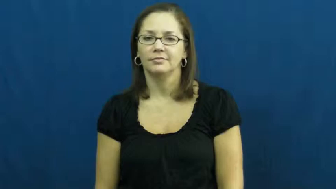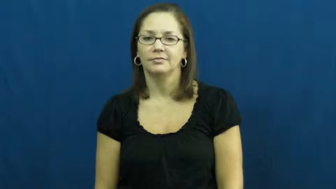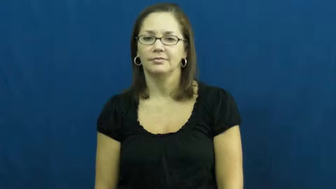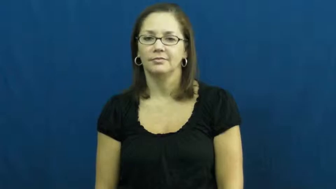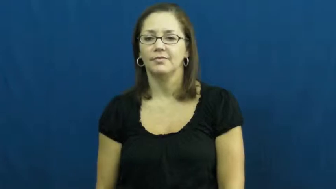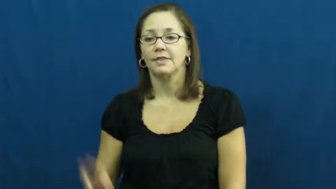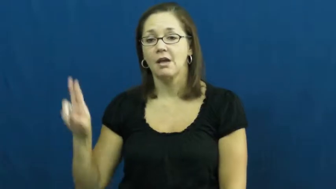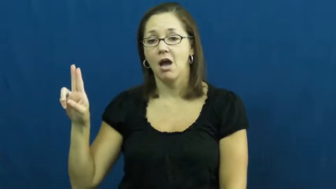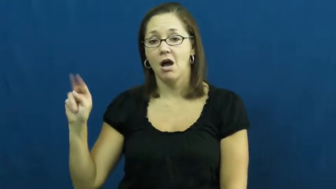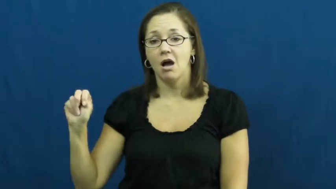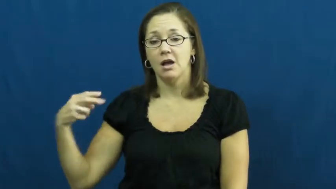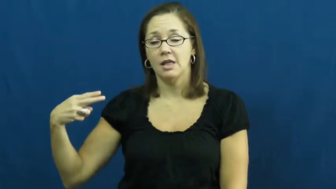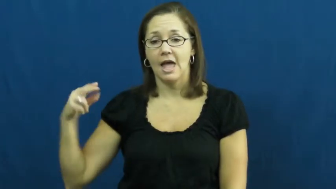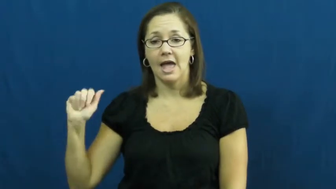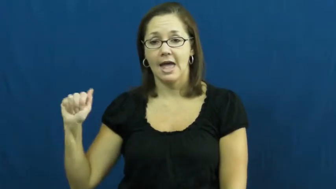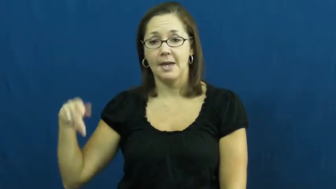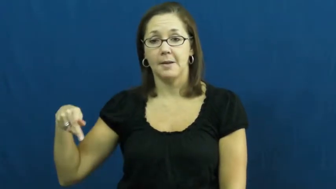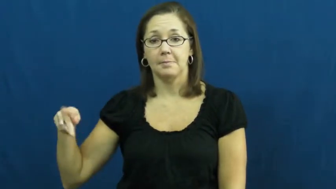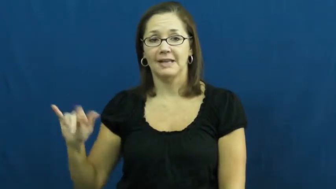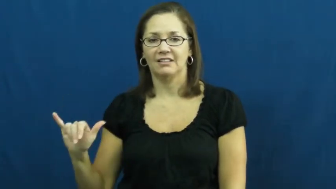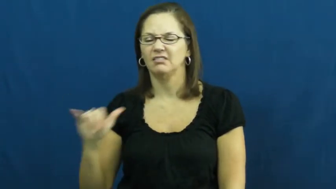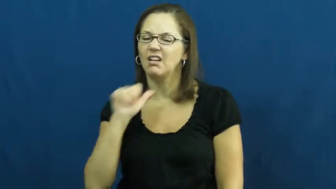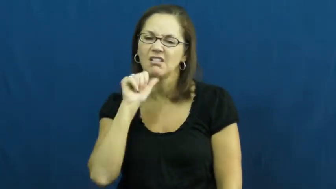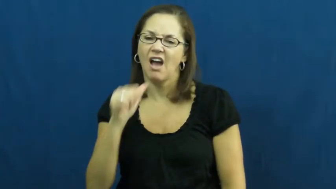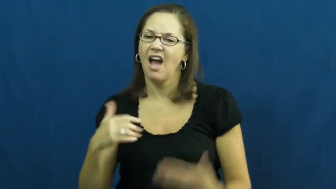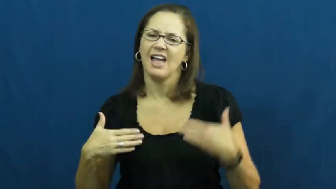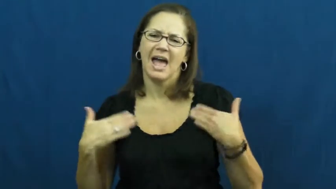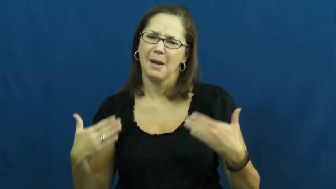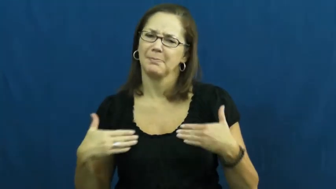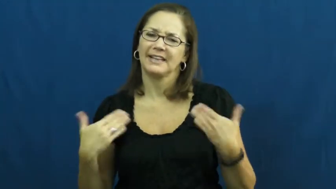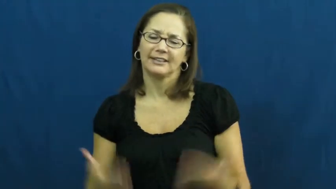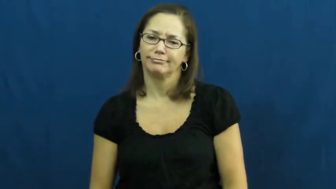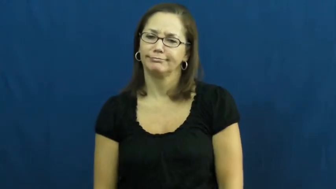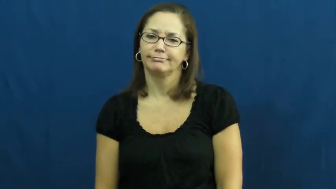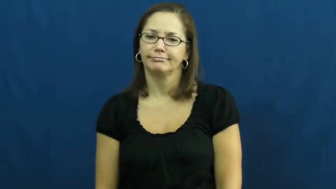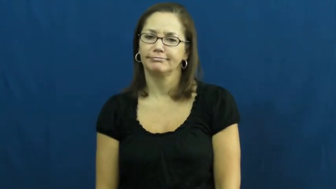unhappy